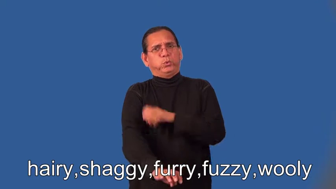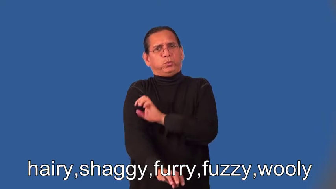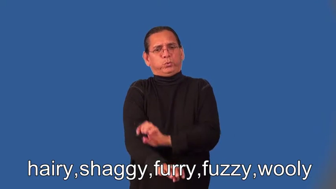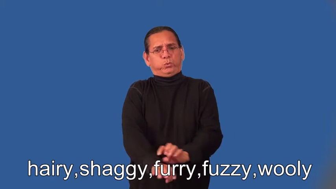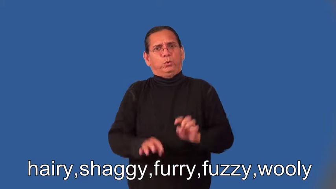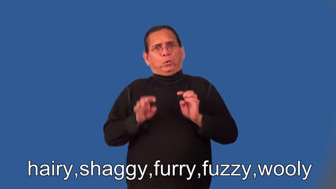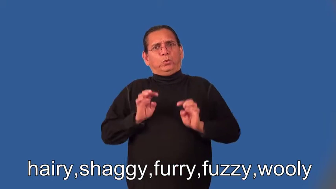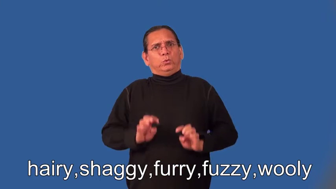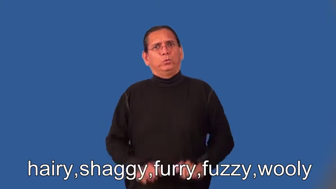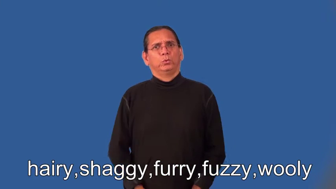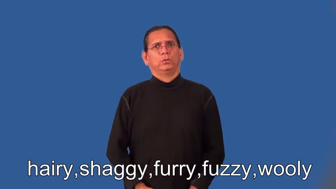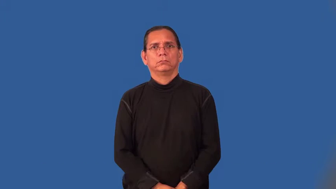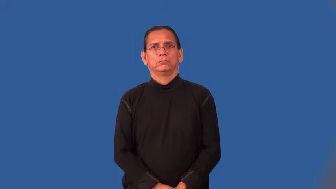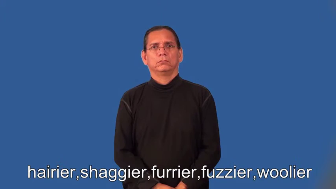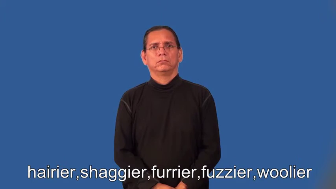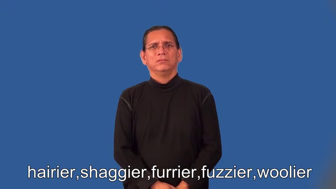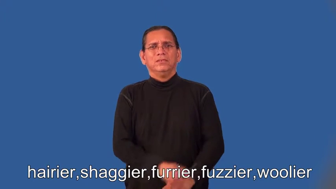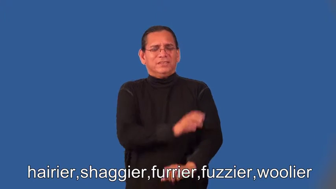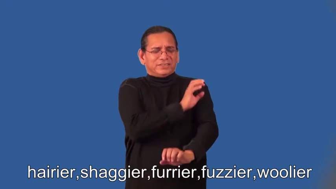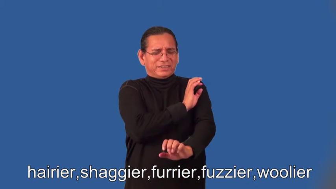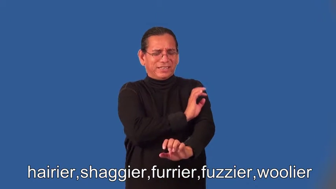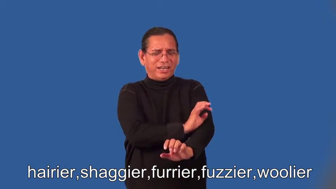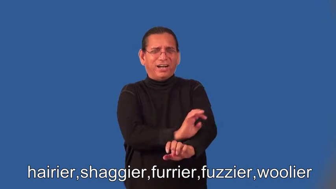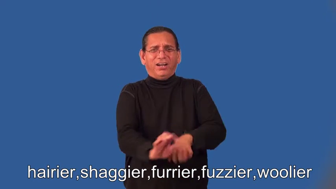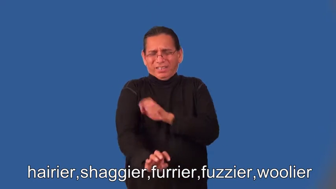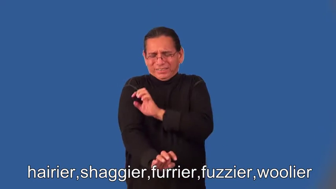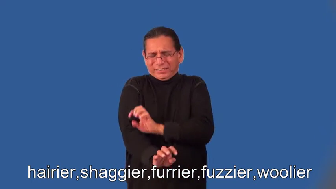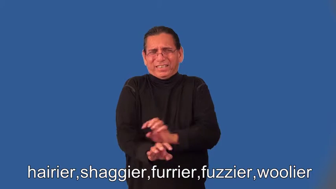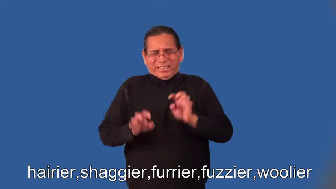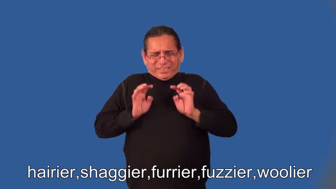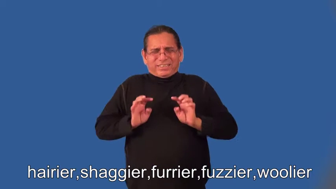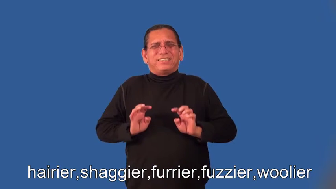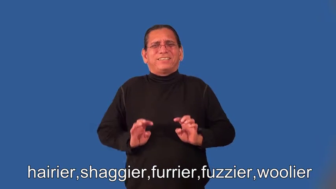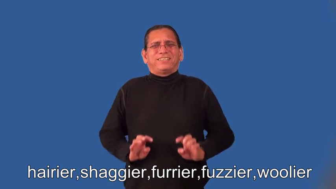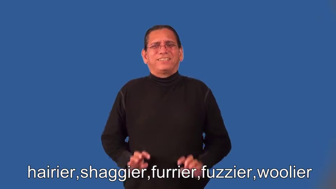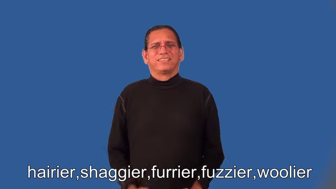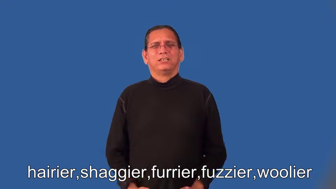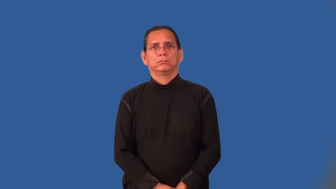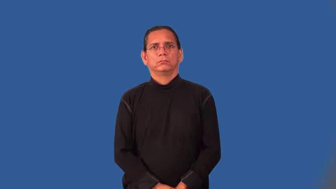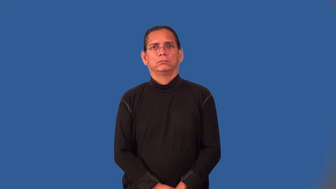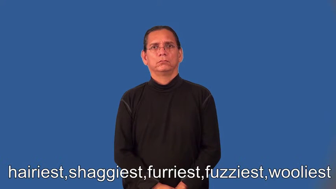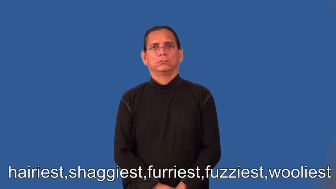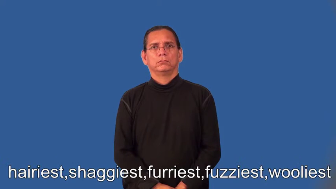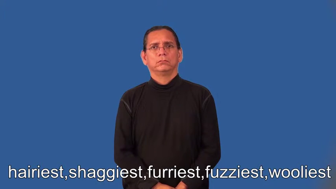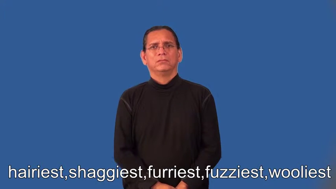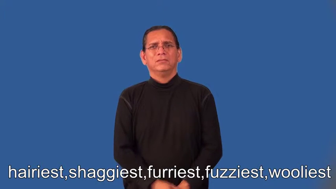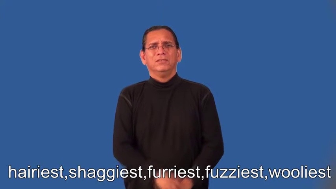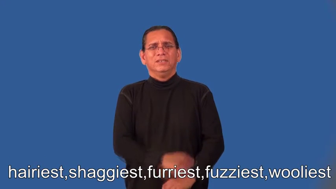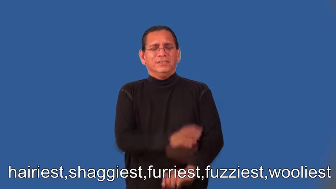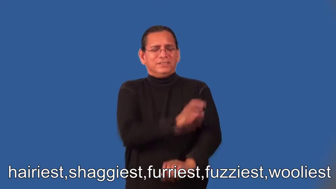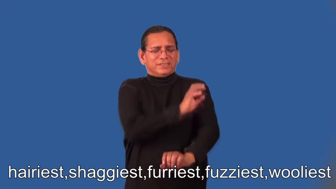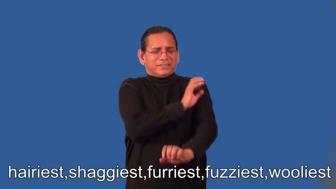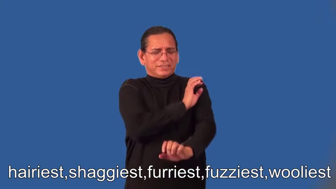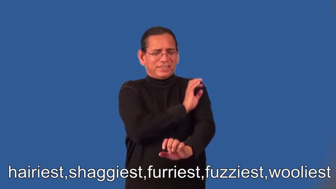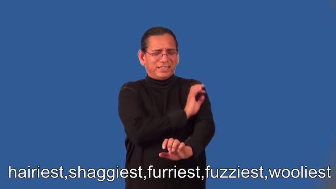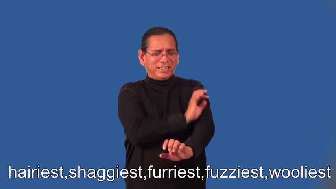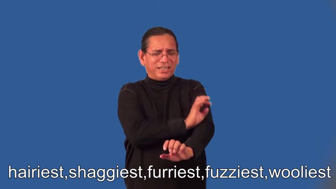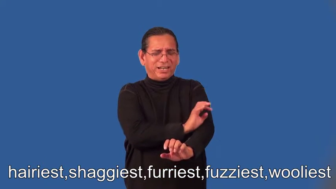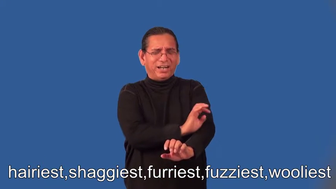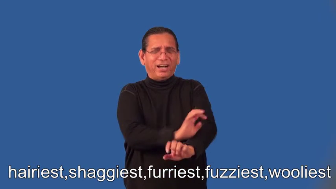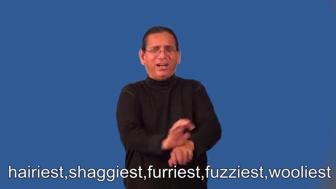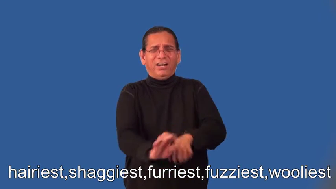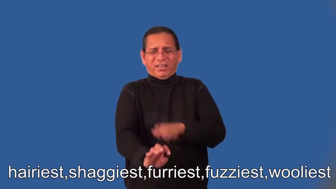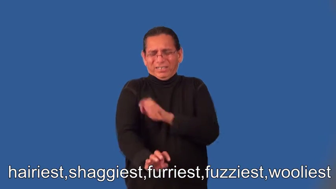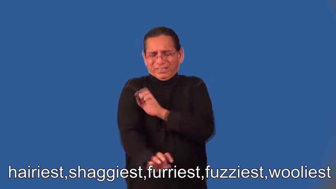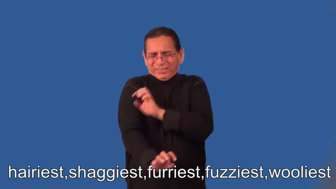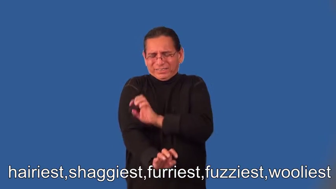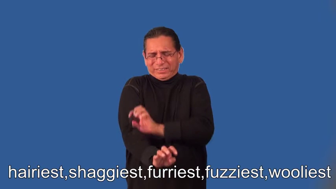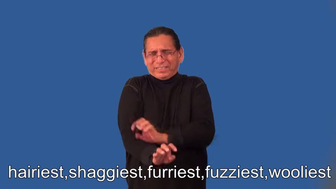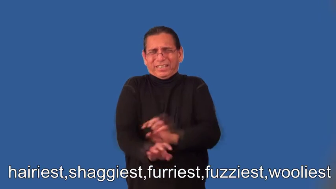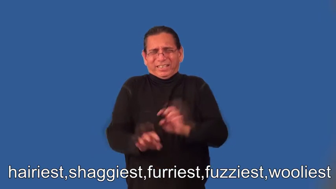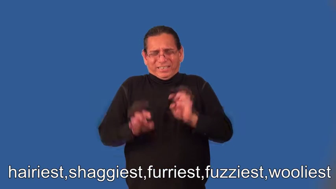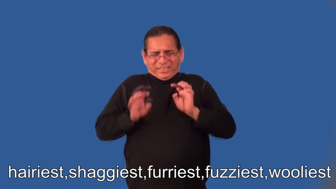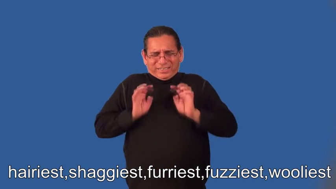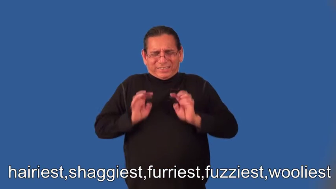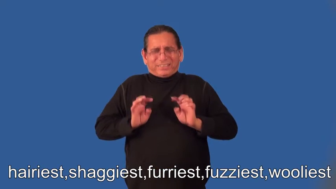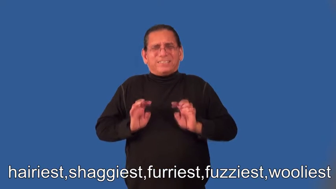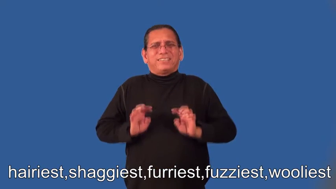hairier,shaggier,furrier,fuzzier,woolier,hairiest,shaggiest,furriest,fuzziest,wooliest